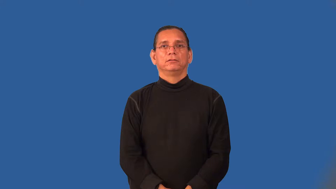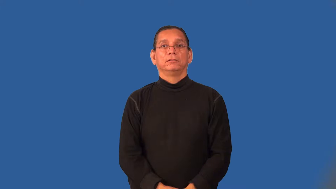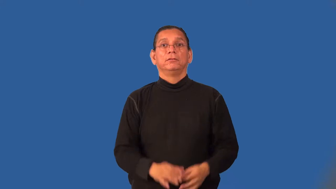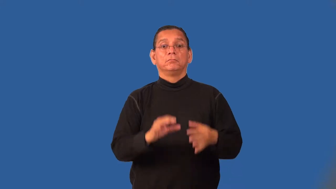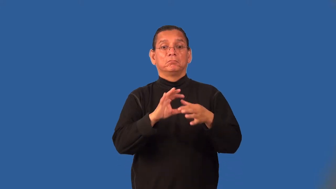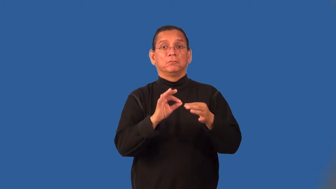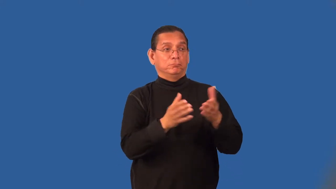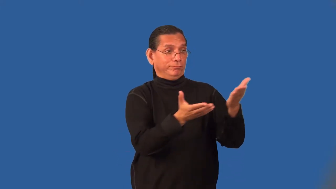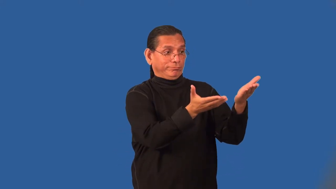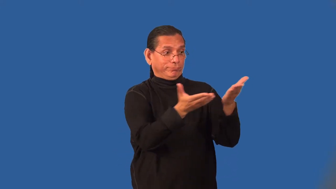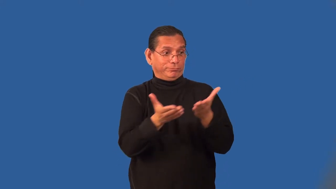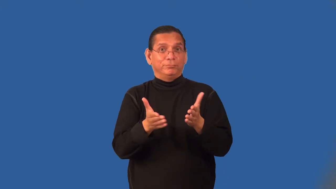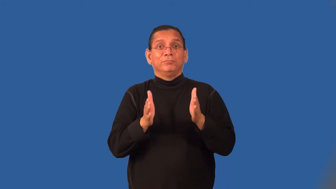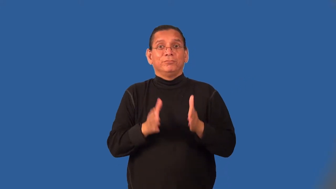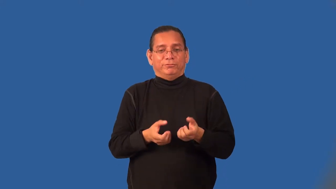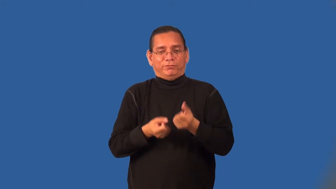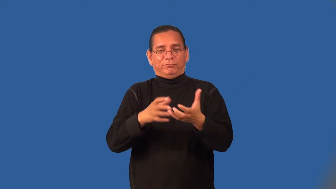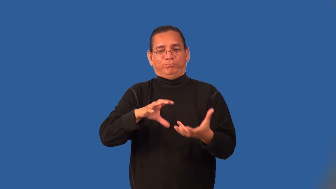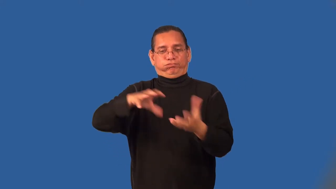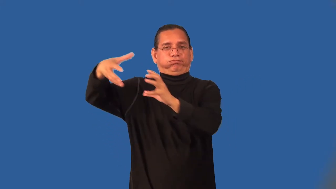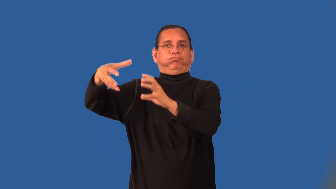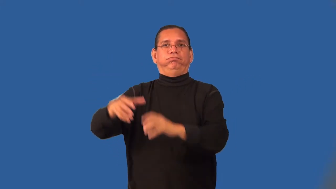scrambler-information